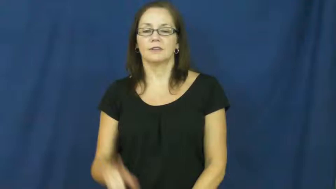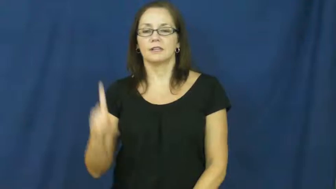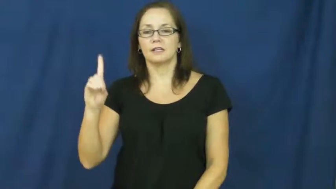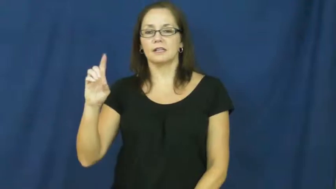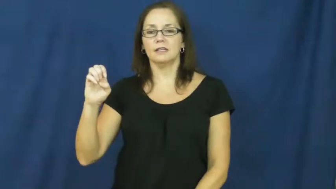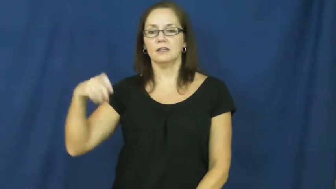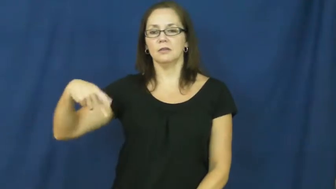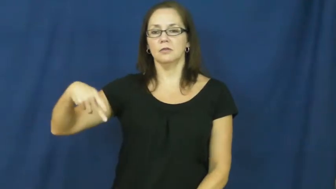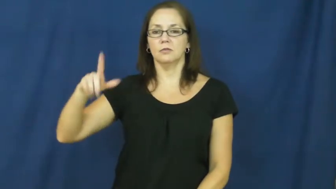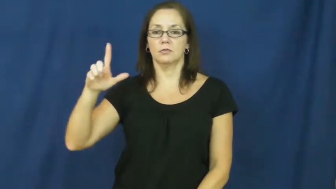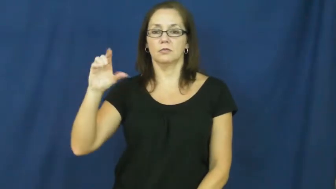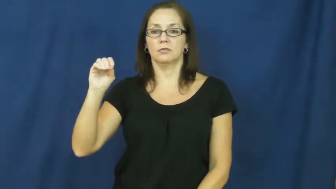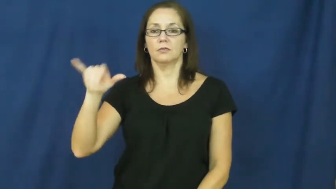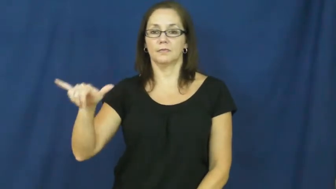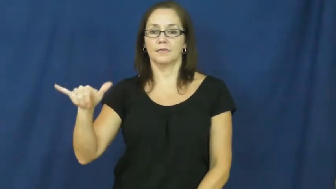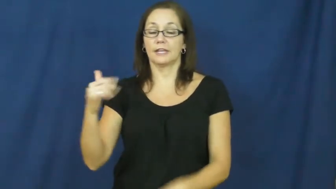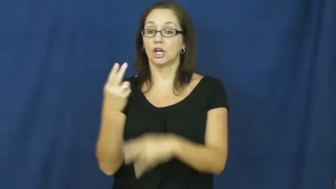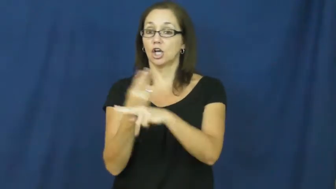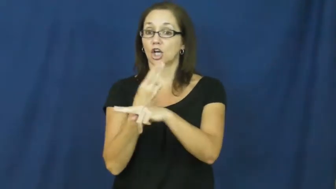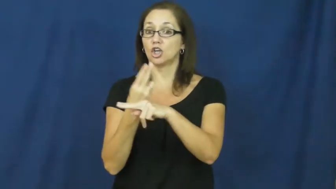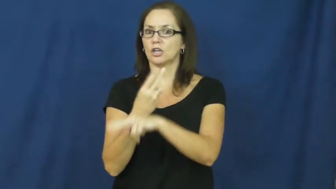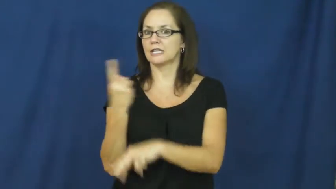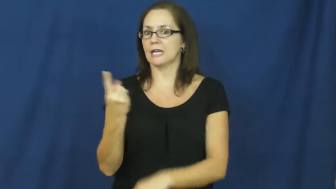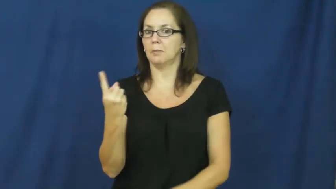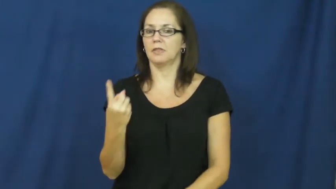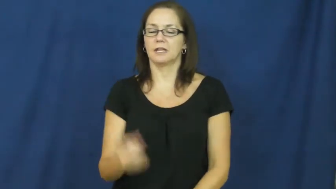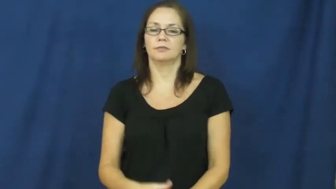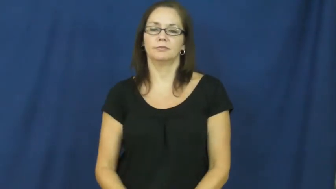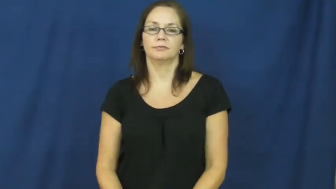deploy